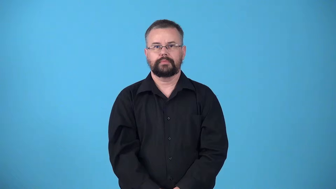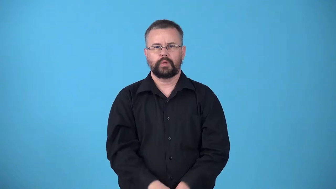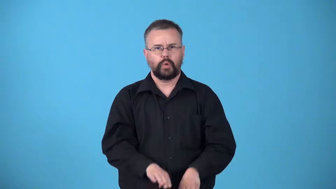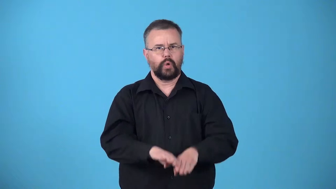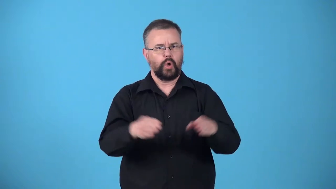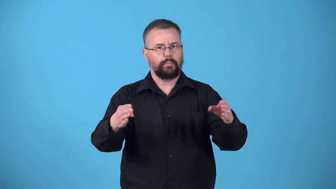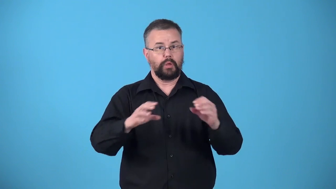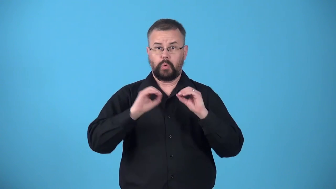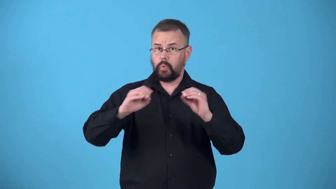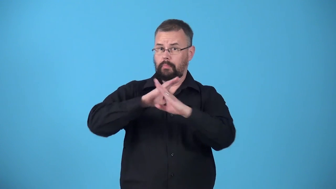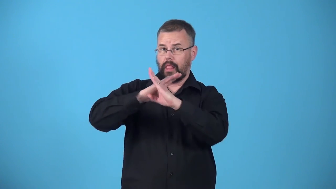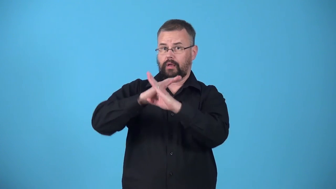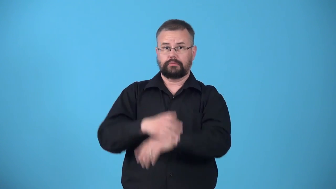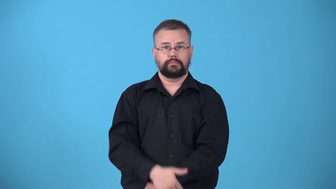unobstructed